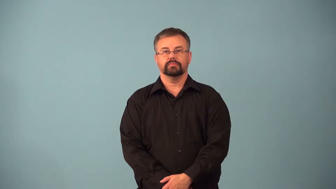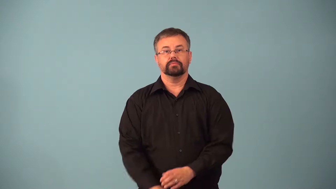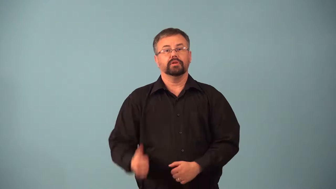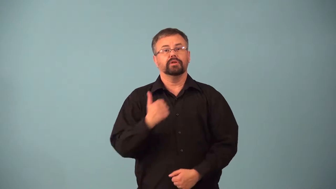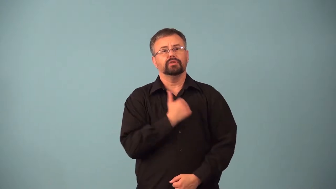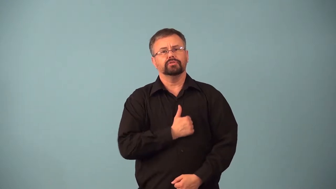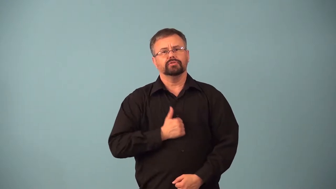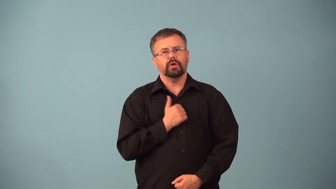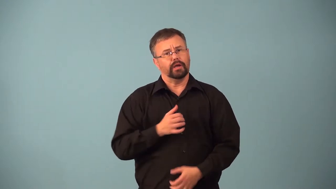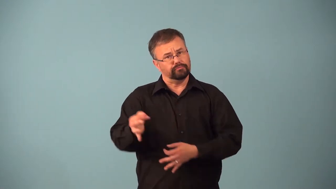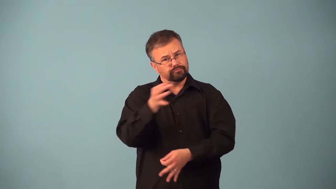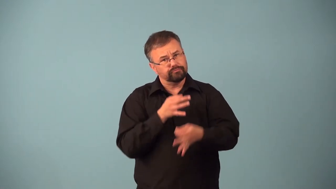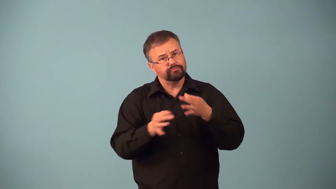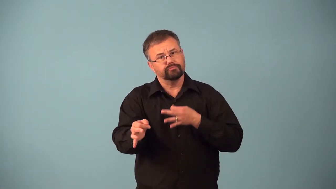amends-fix wrong behavior from before